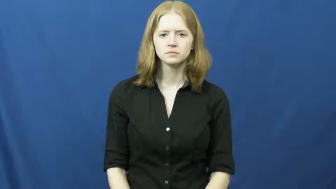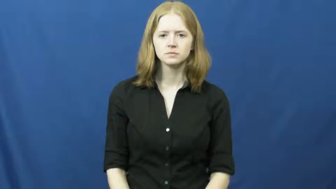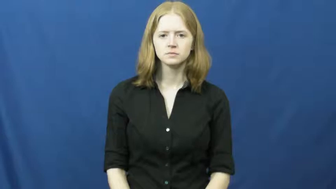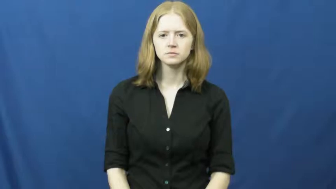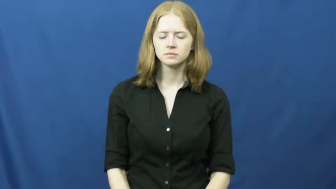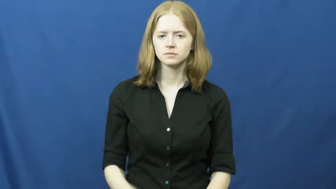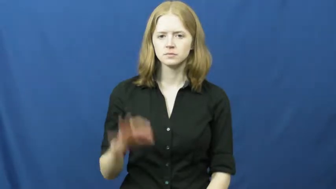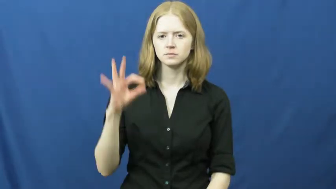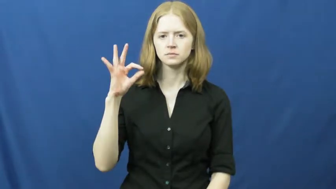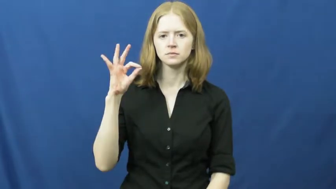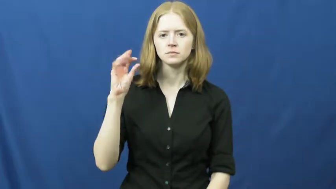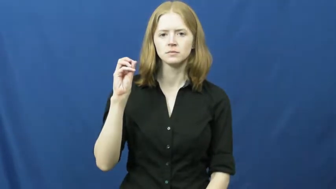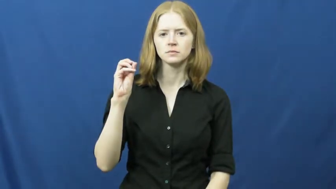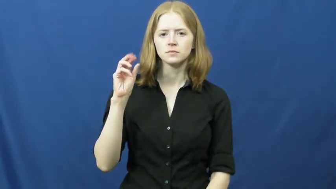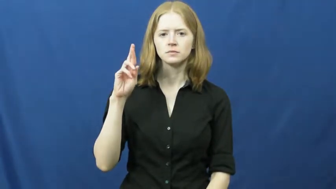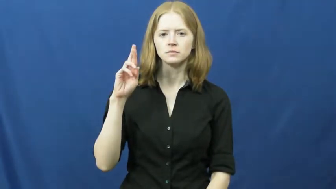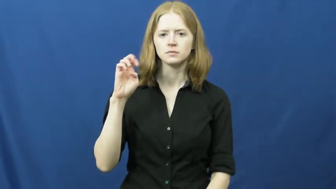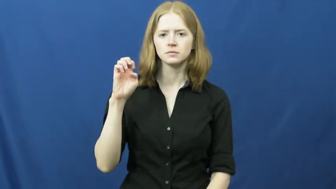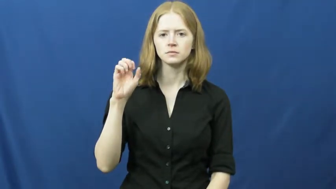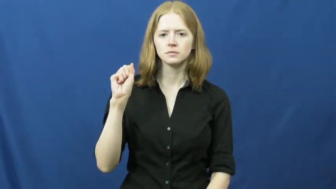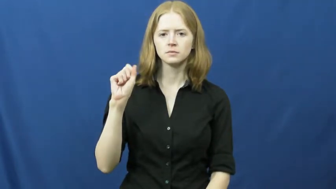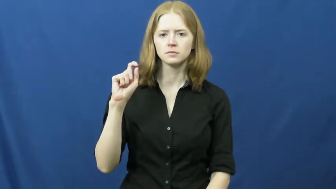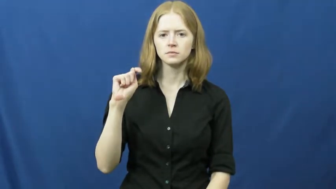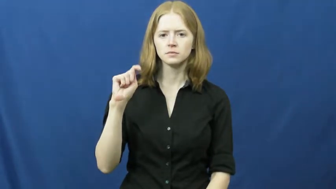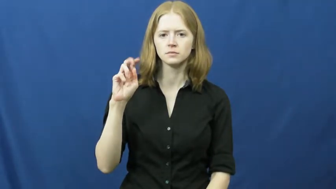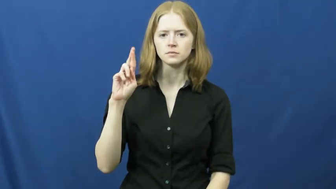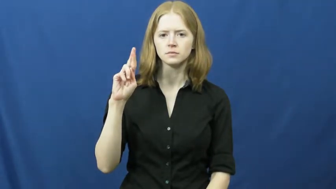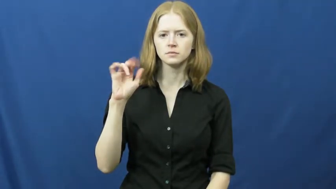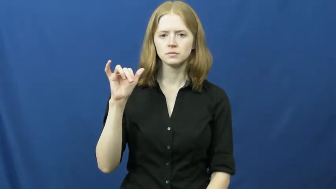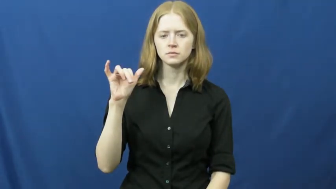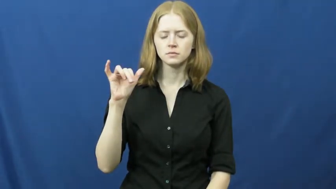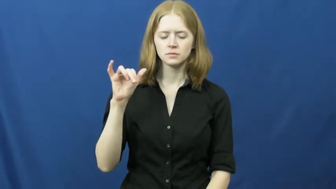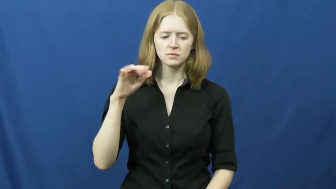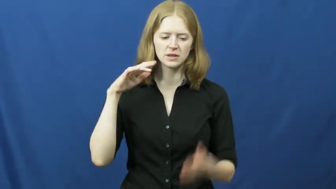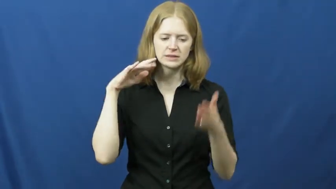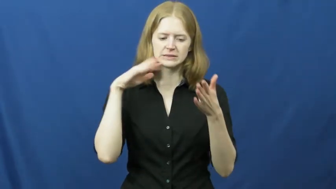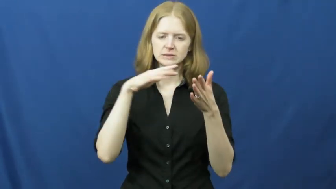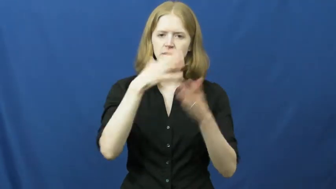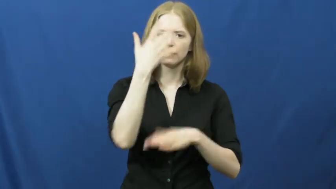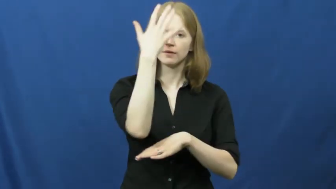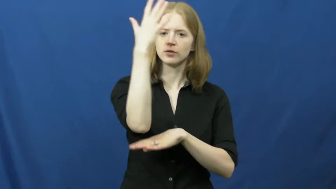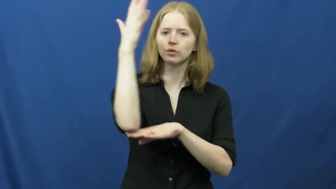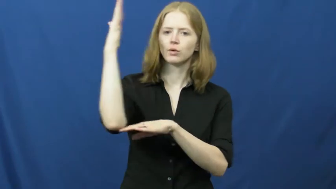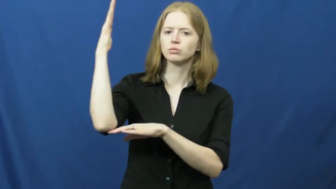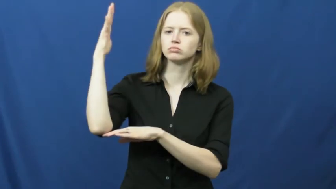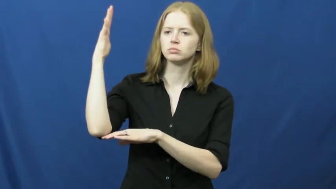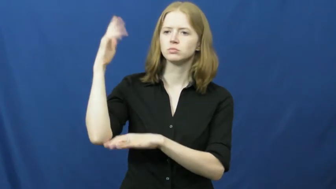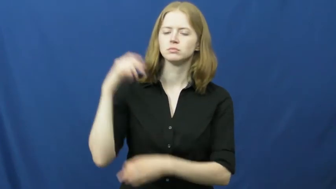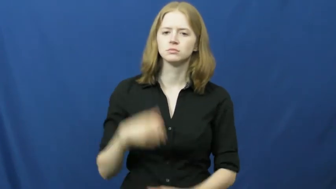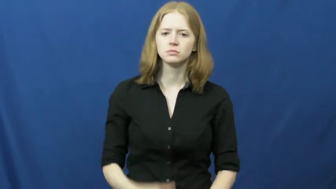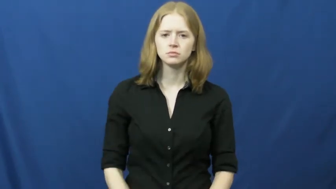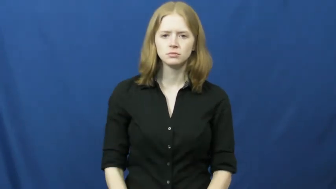forestry